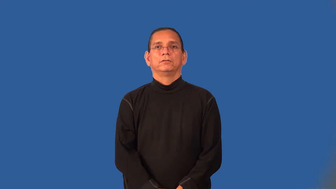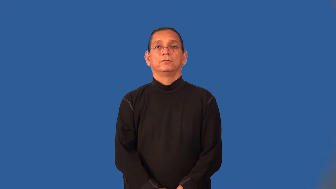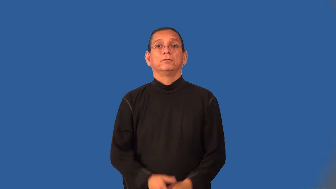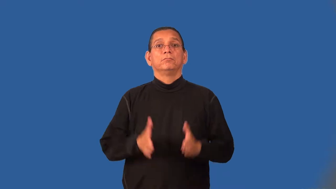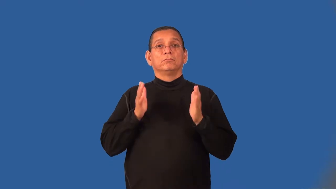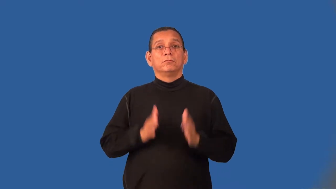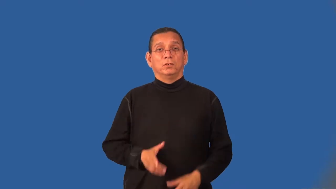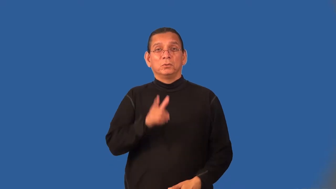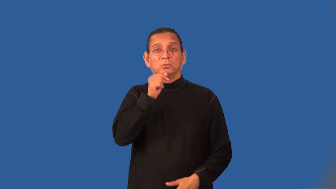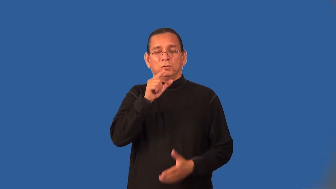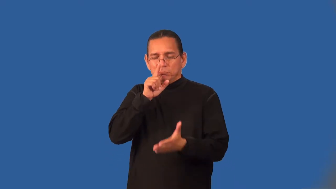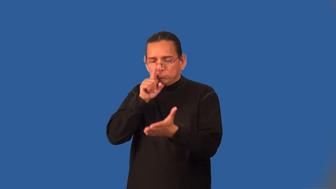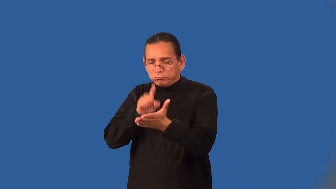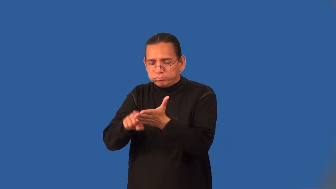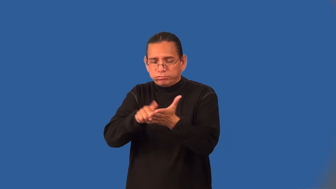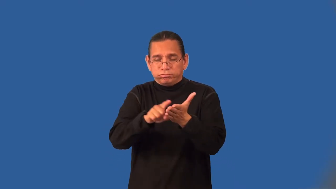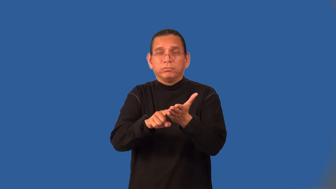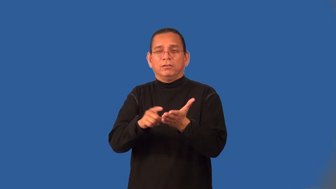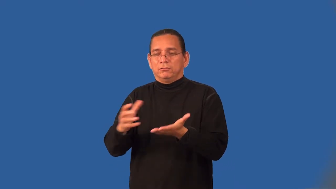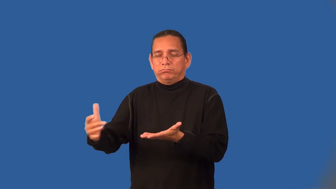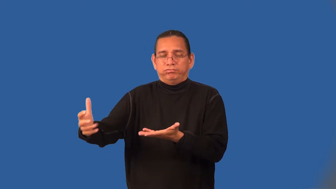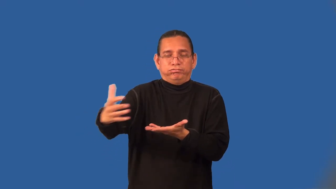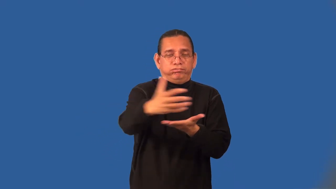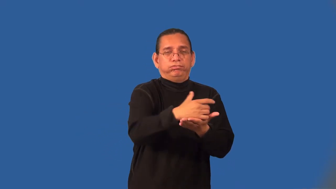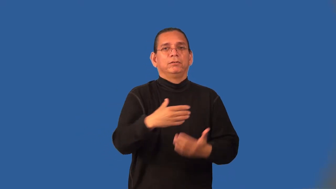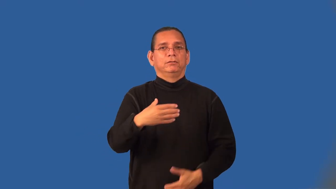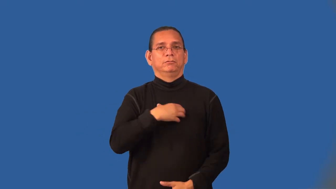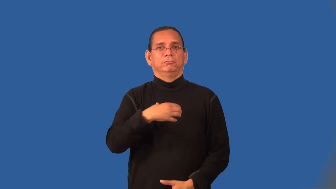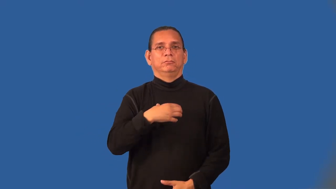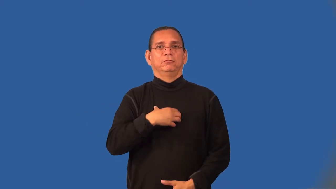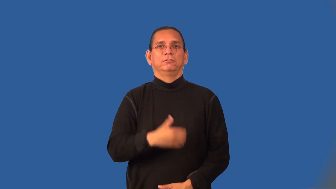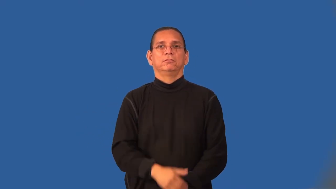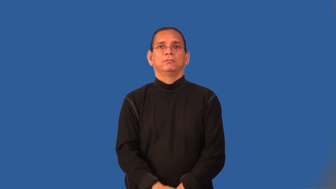ombudsman